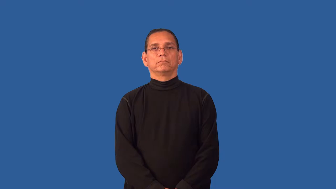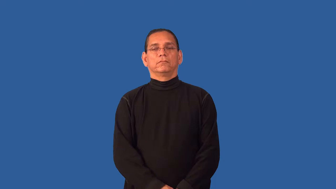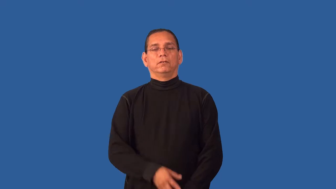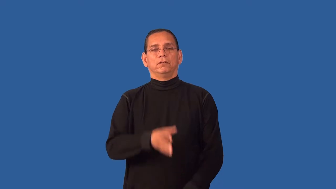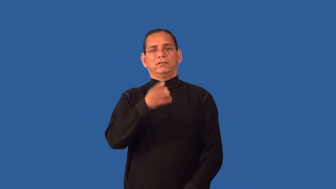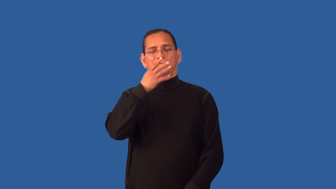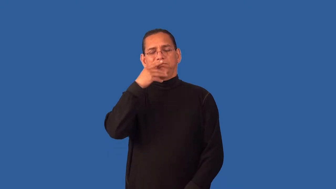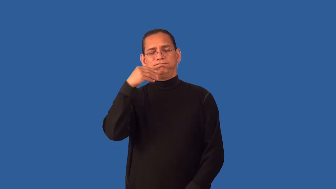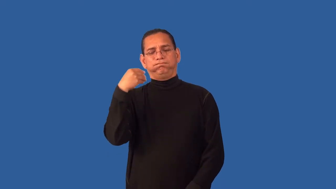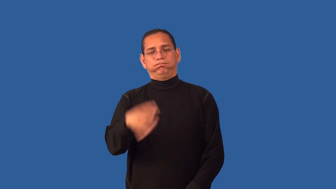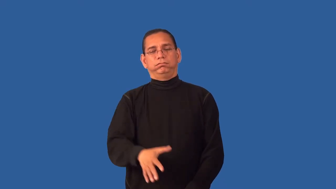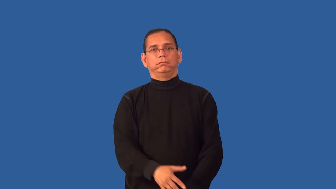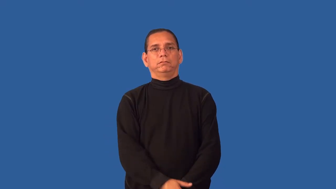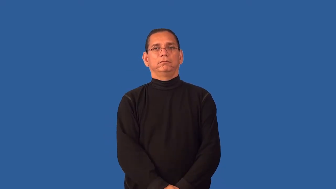flagrant